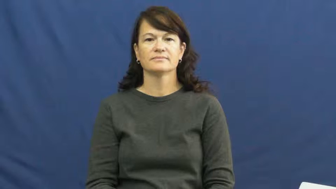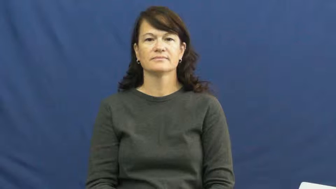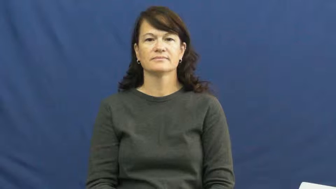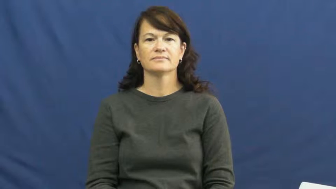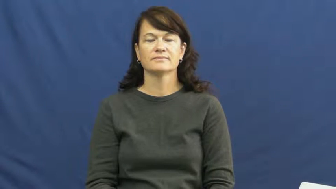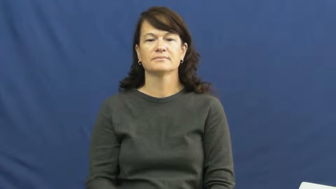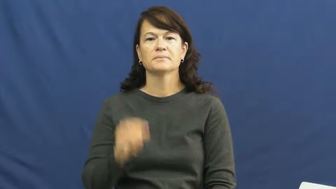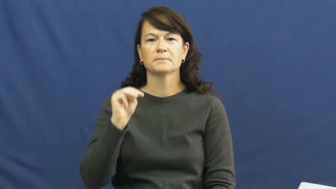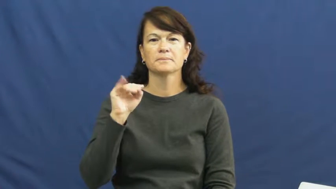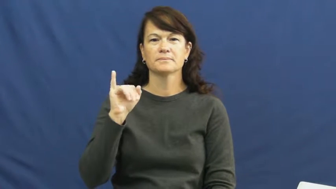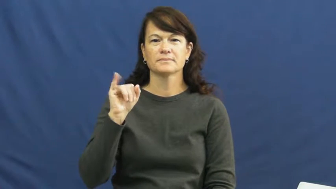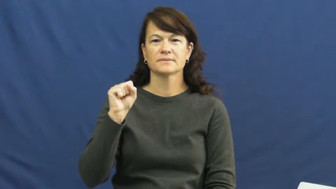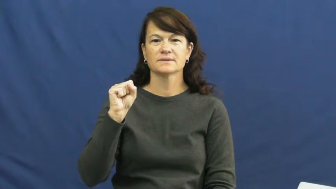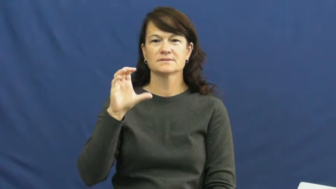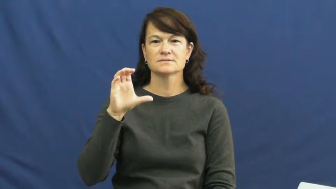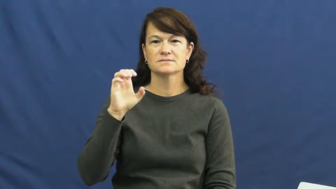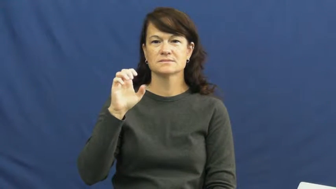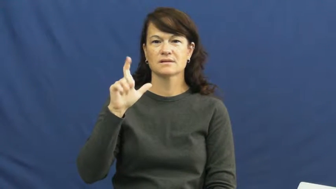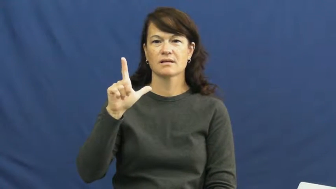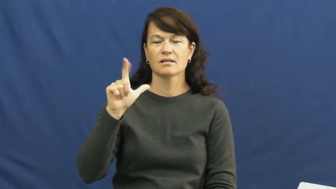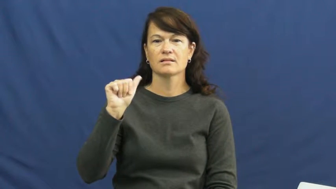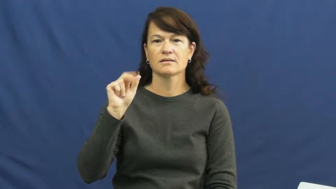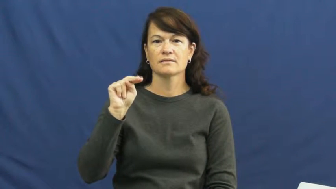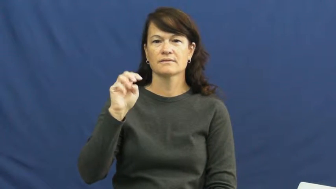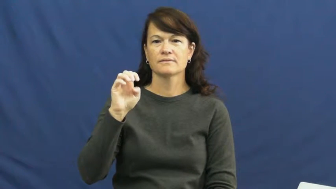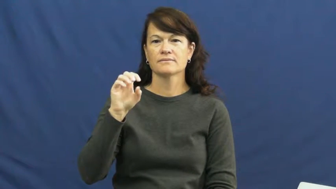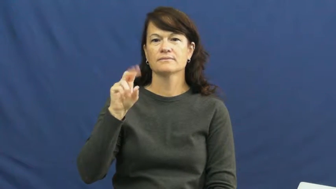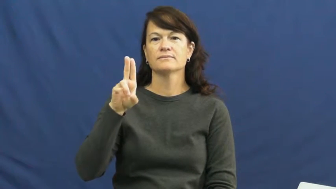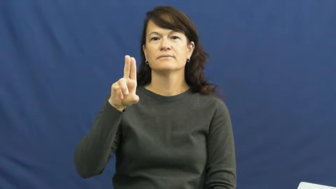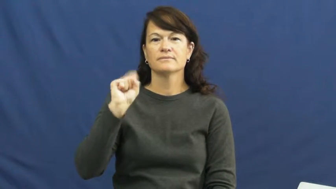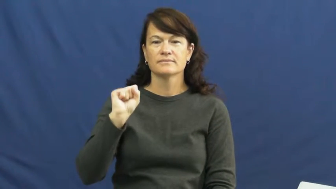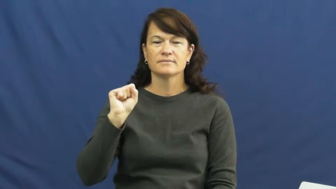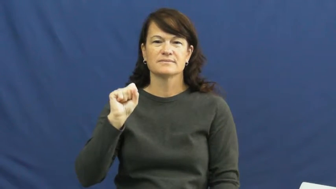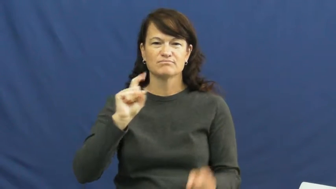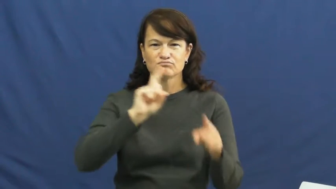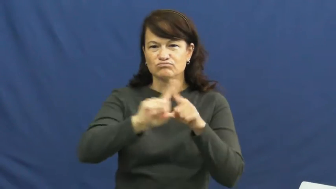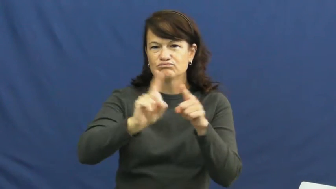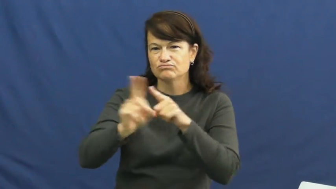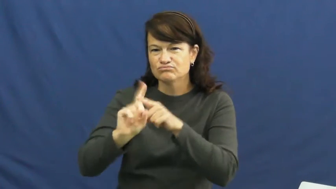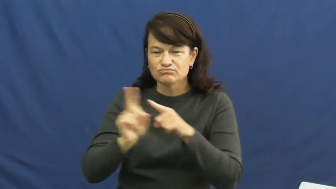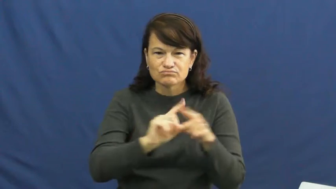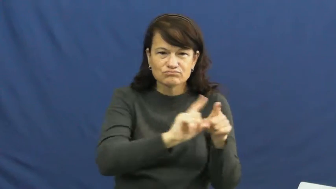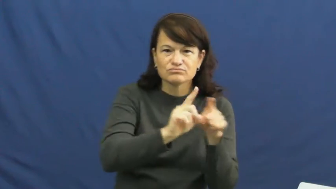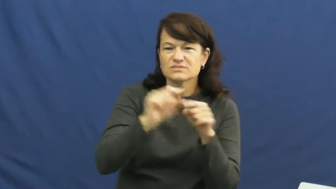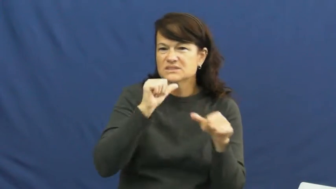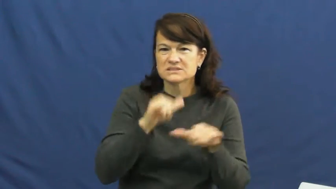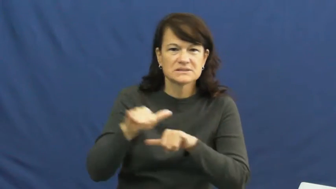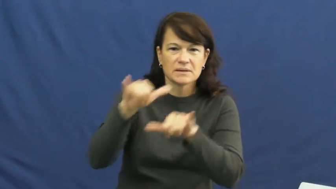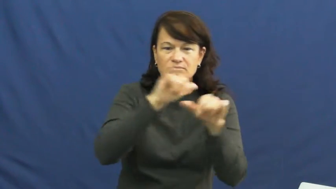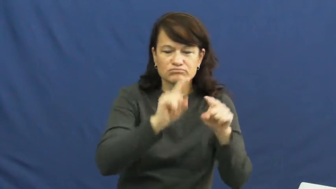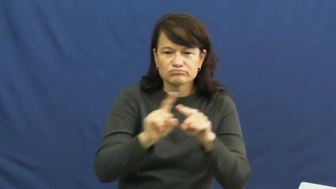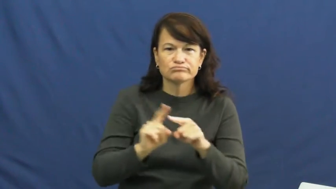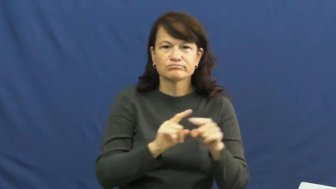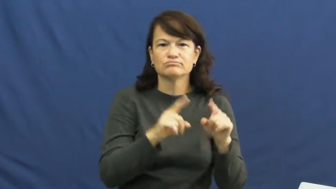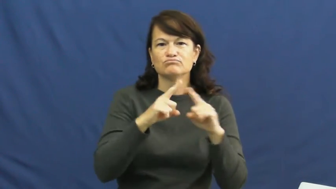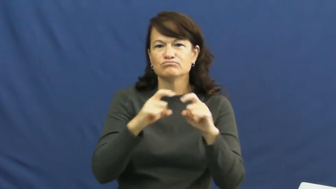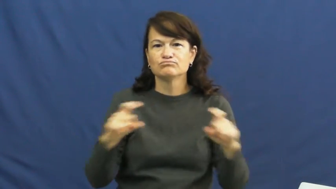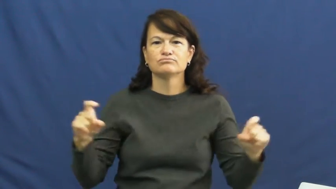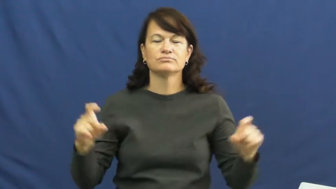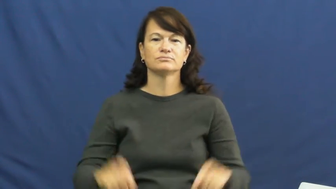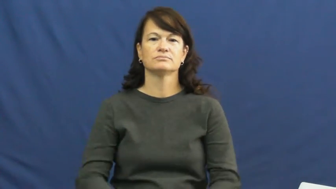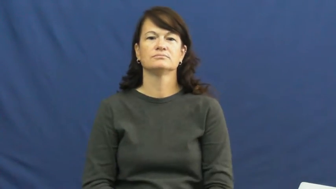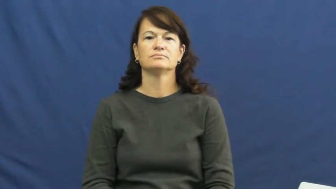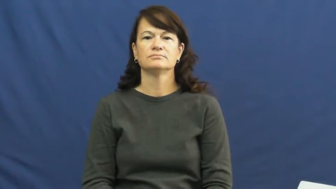miscellaneous